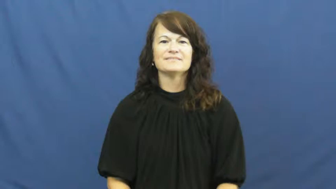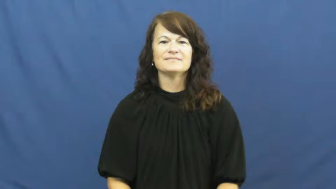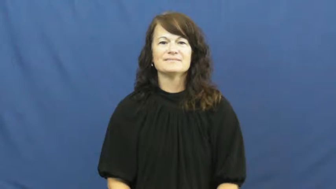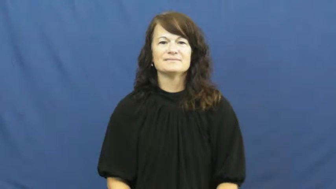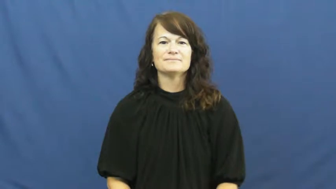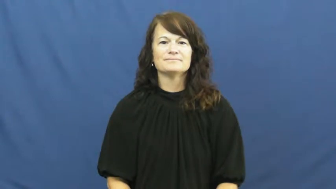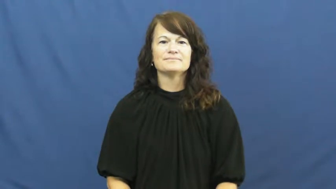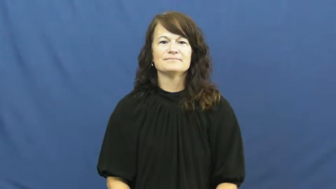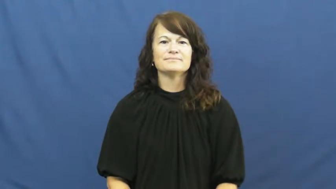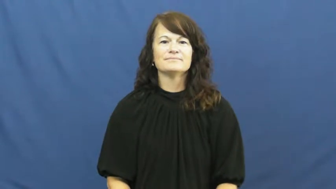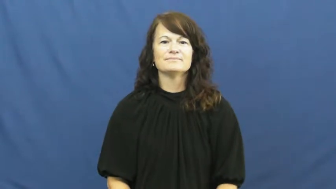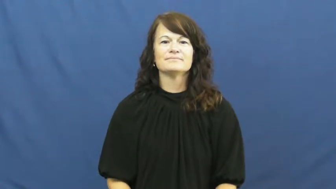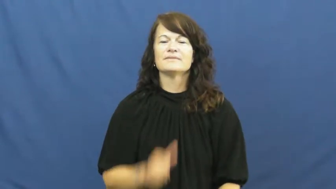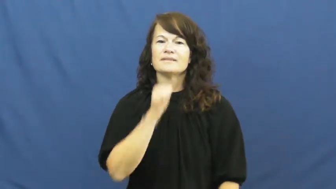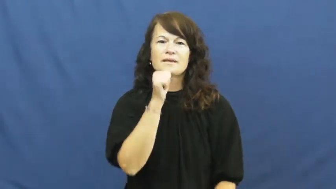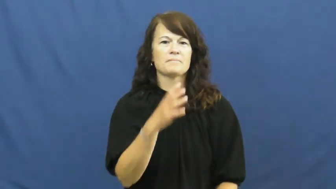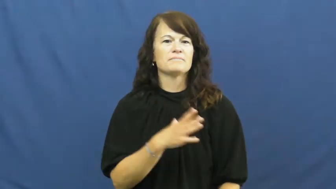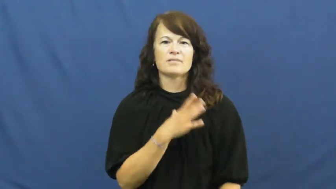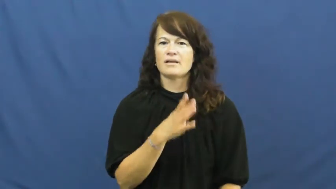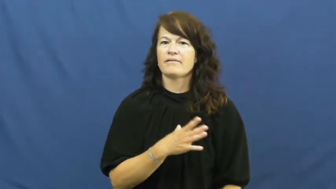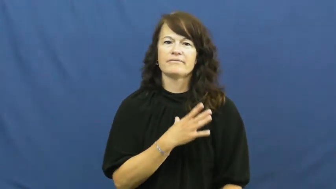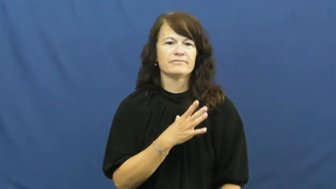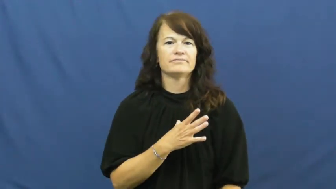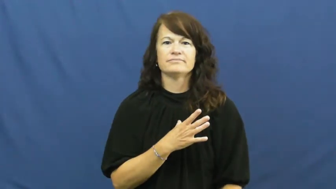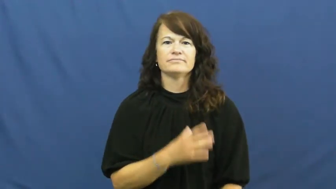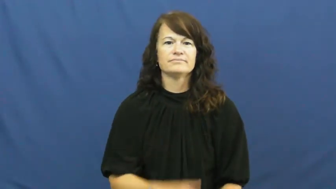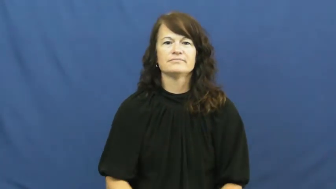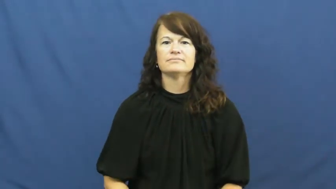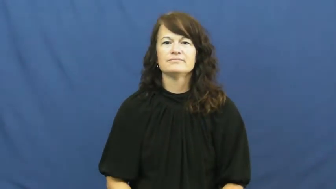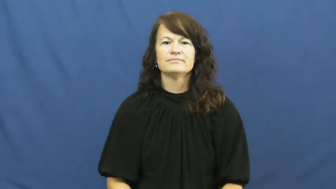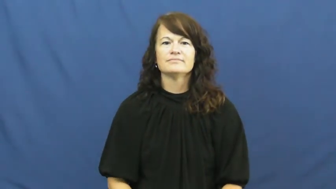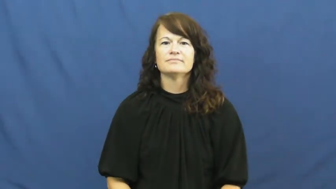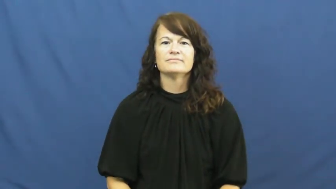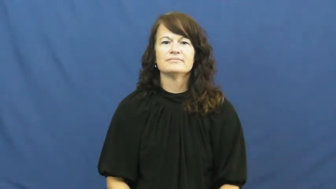impolite,discourteous,indecent